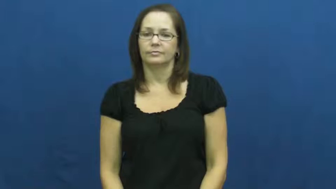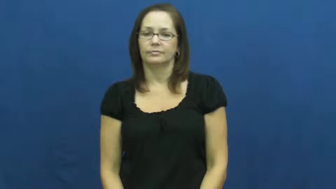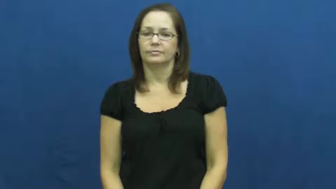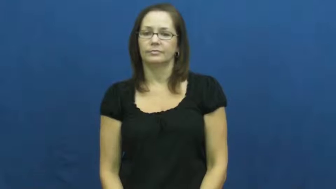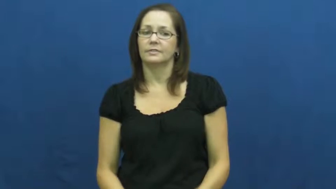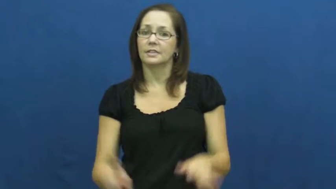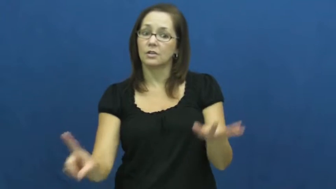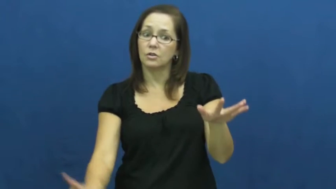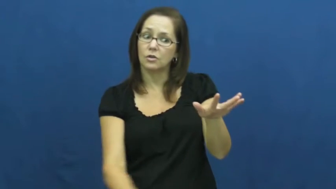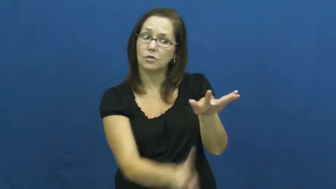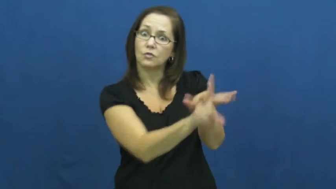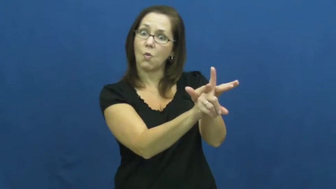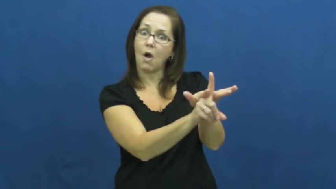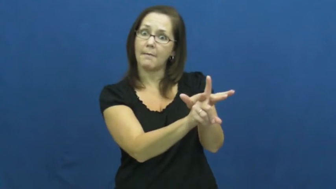spring from,spring up,pop up